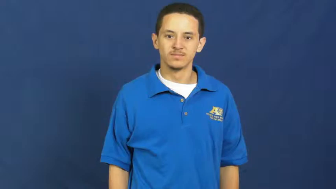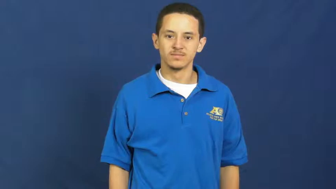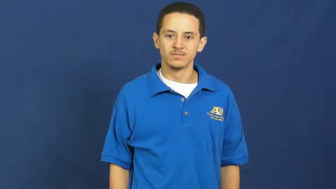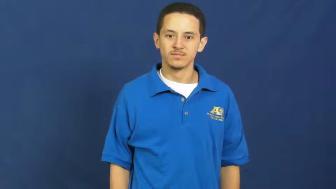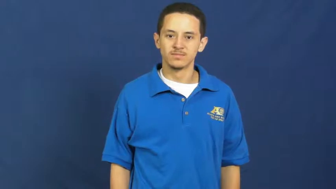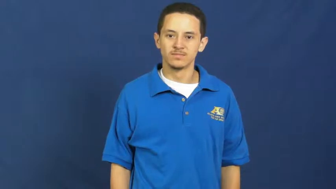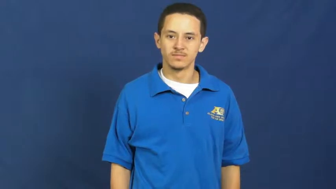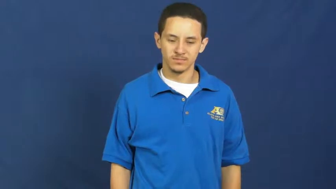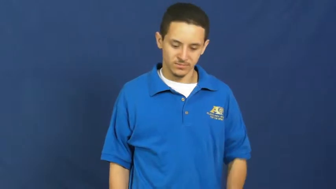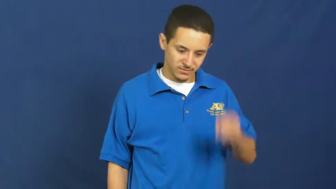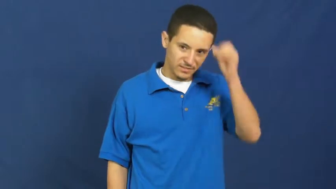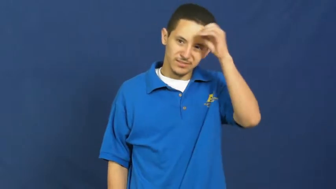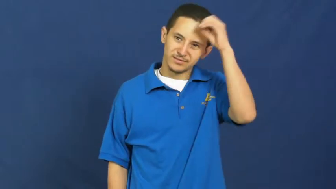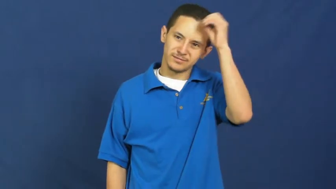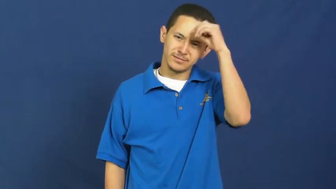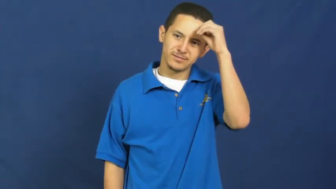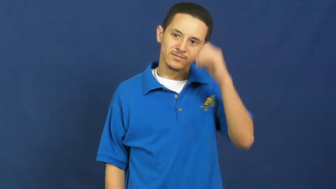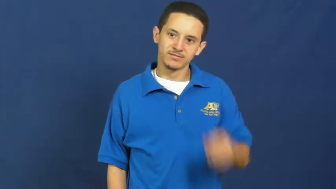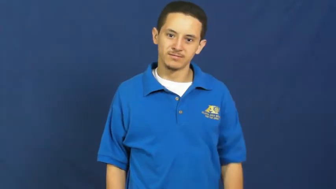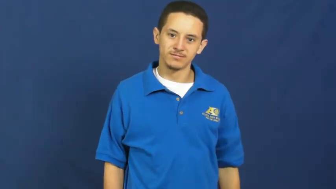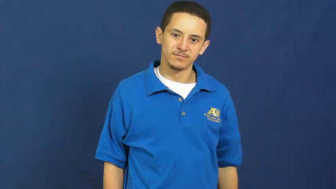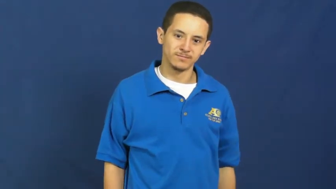opinion,think of,stance,take,say,sounding,ground